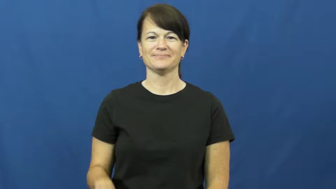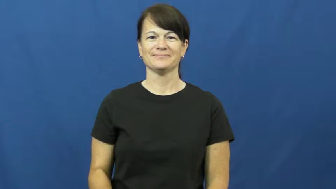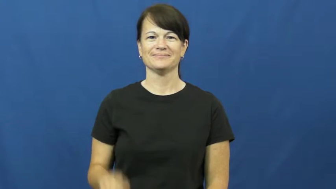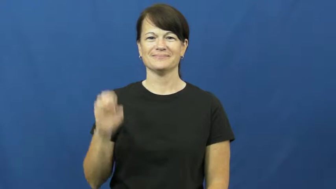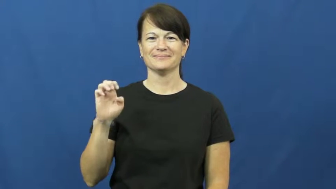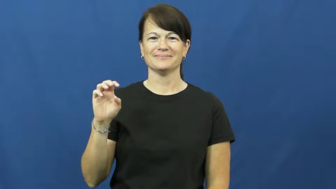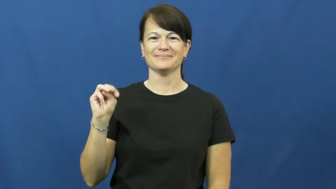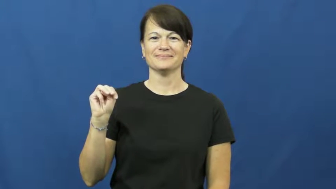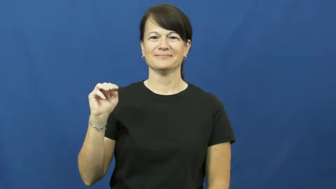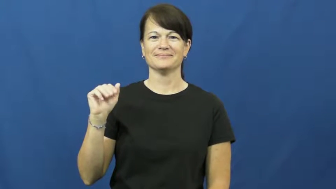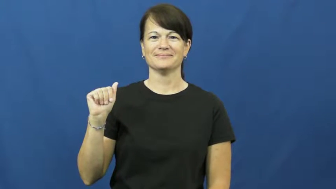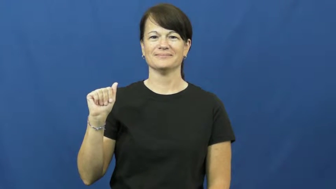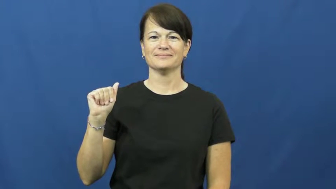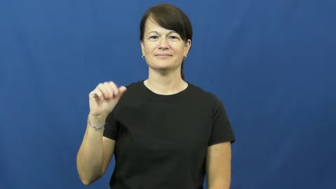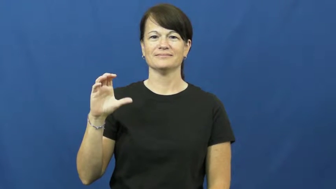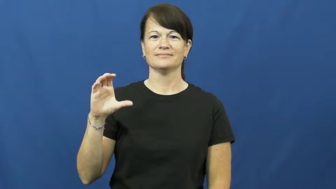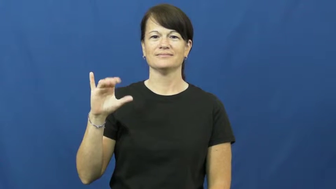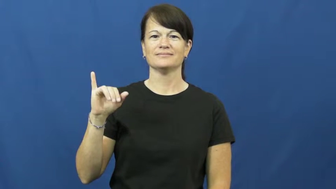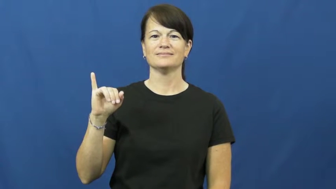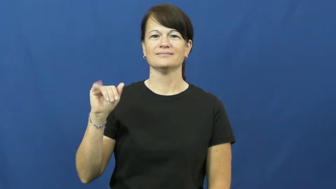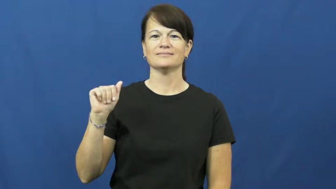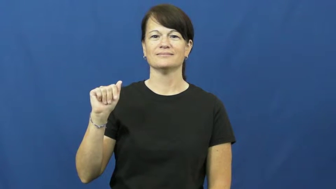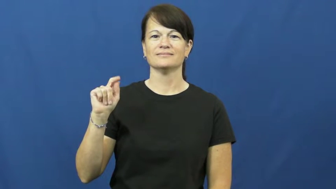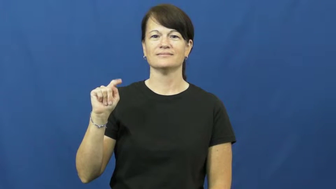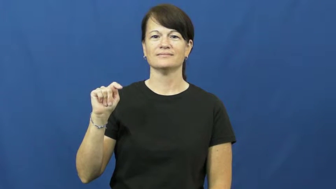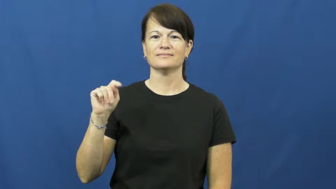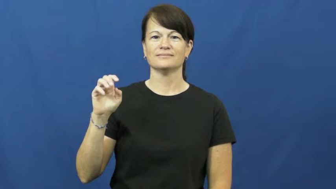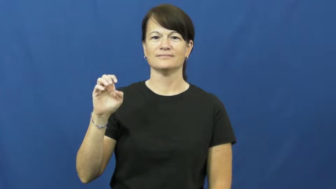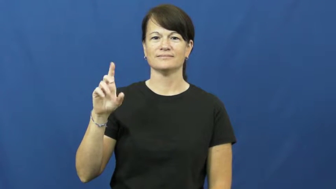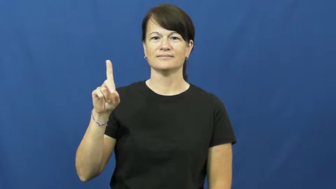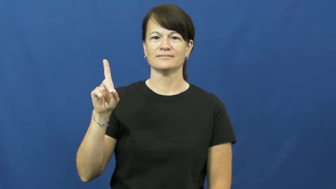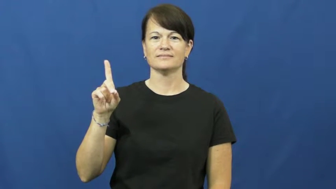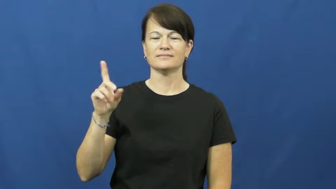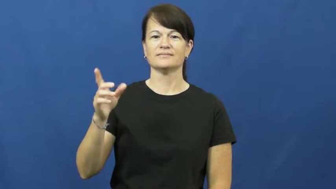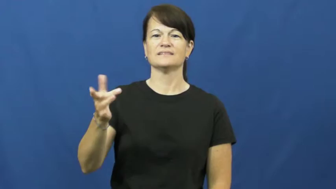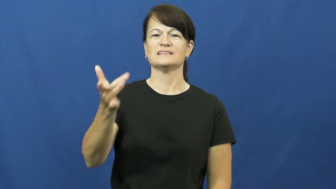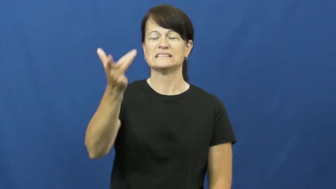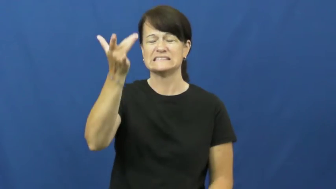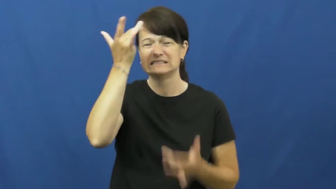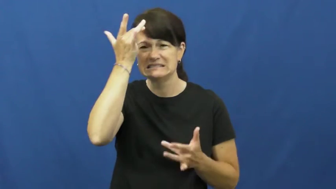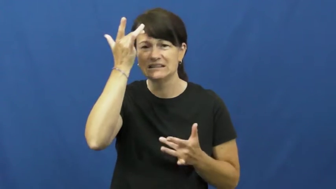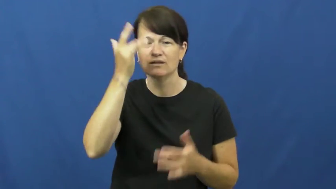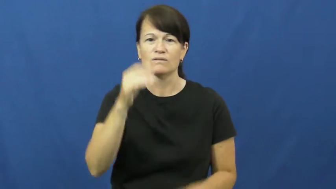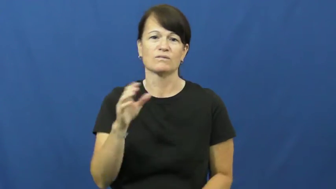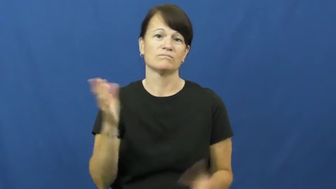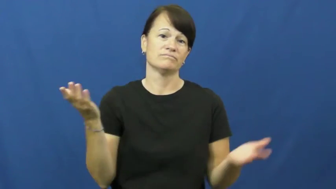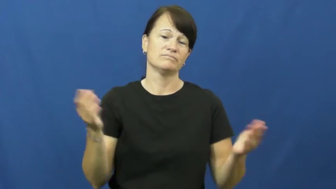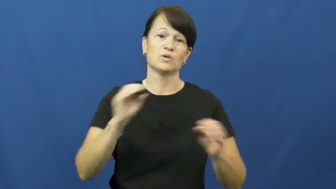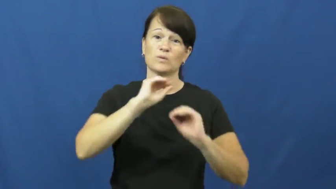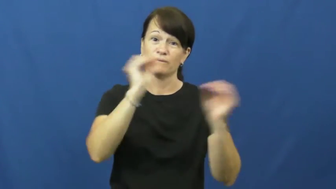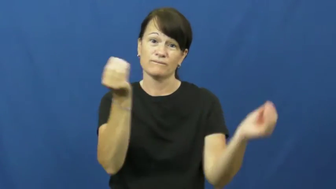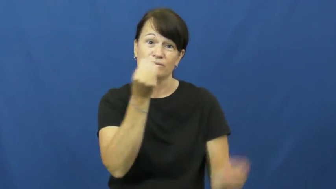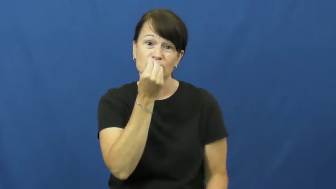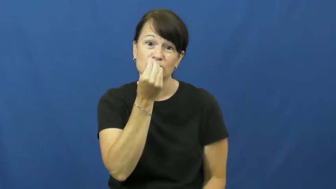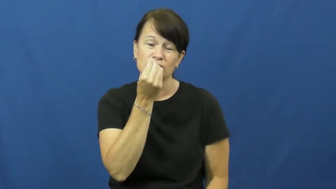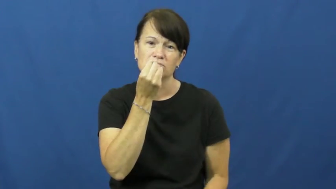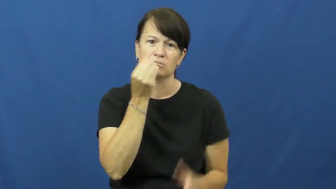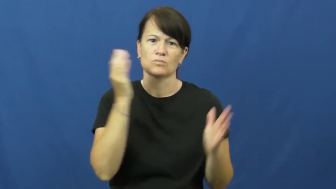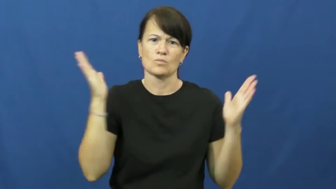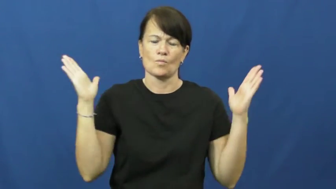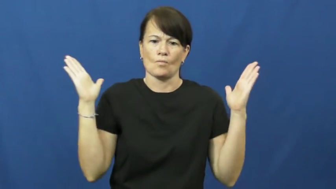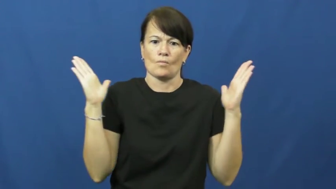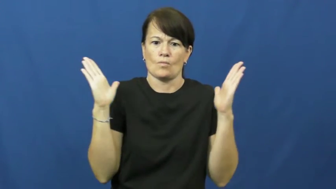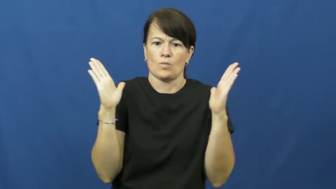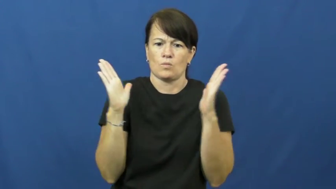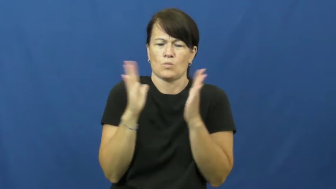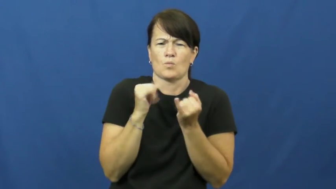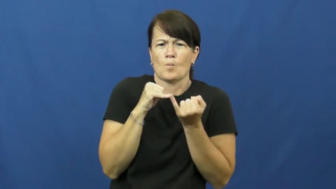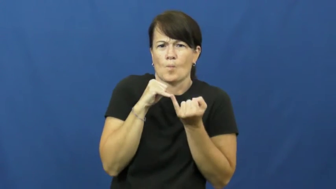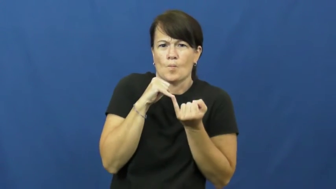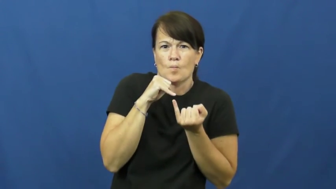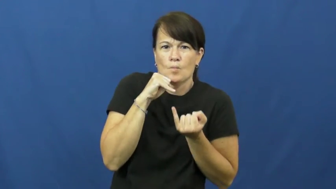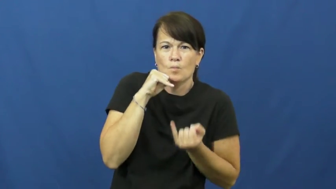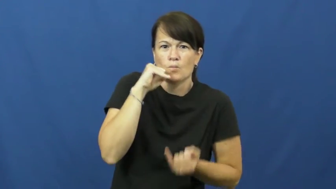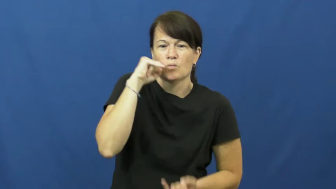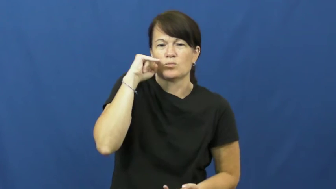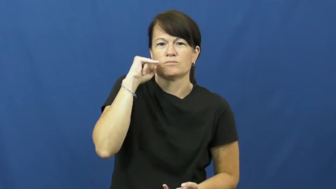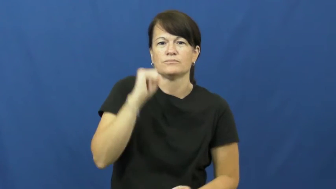emaciated